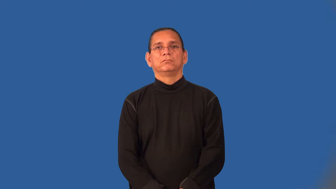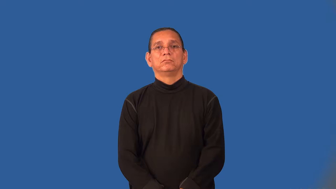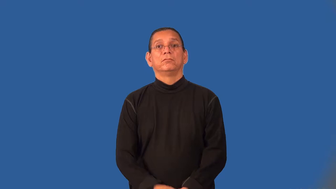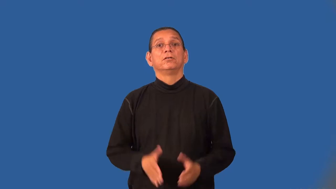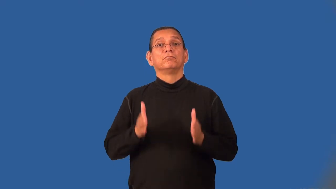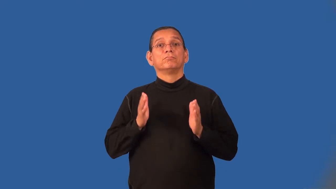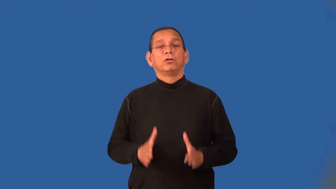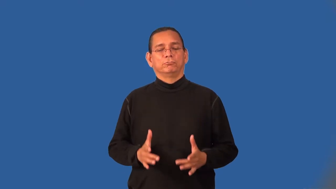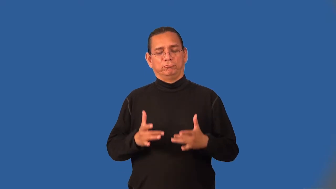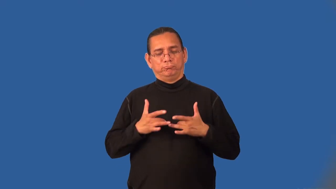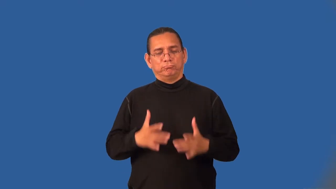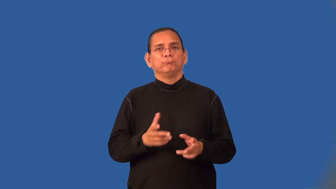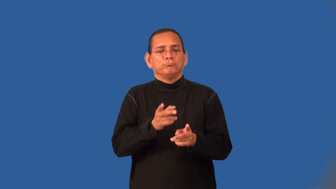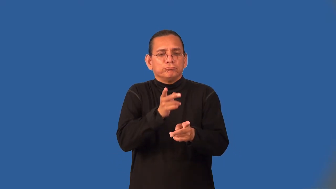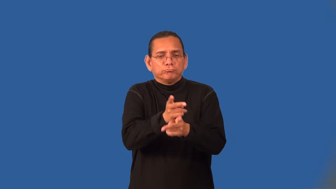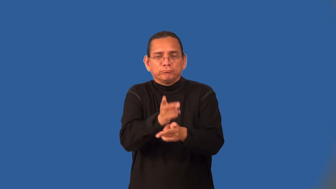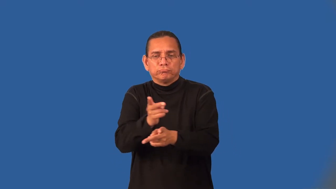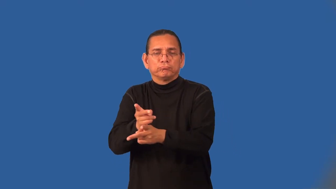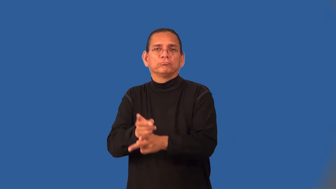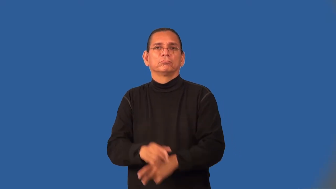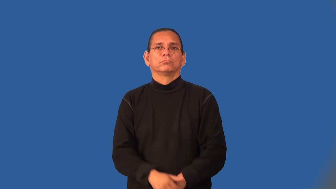nurturer